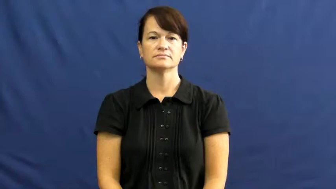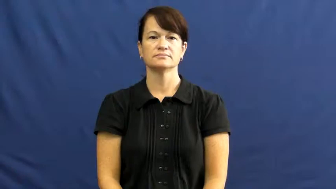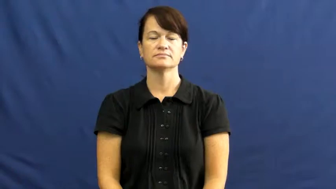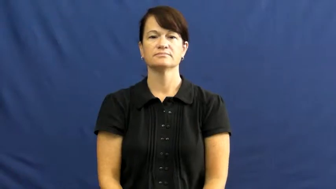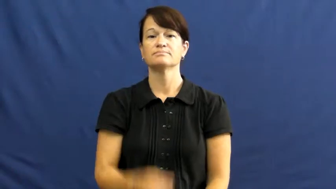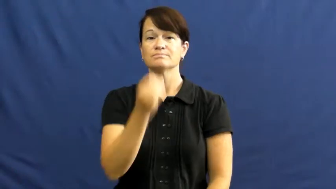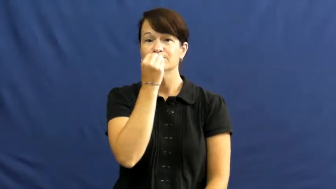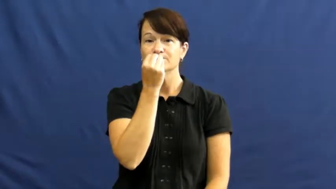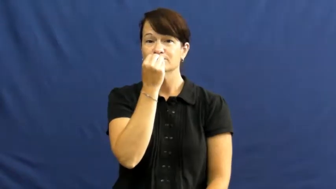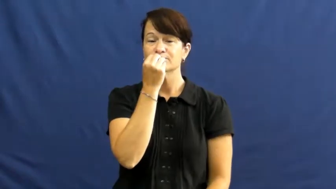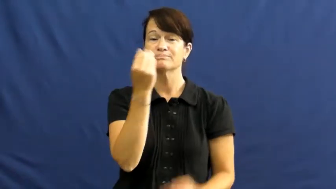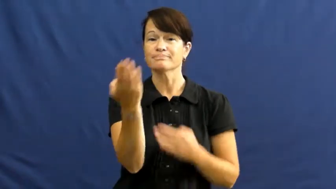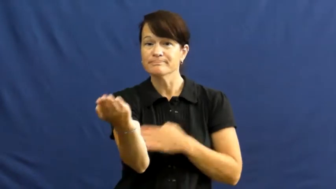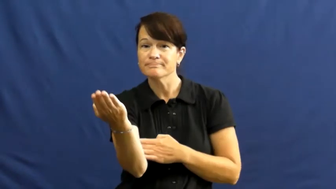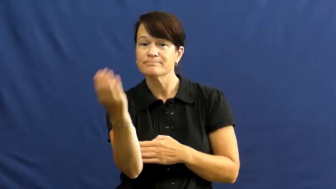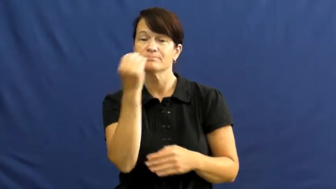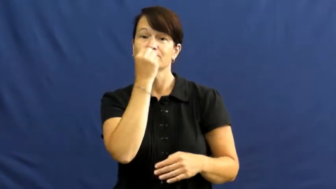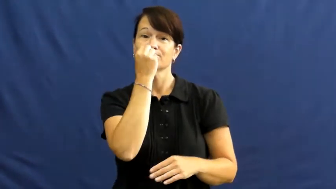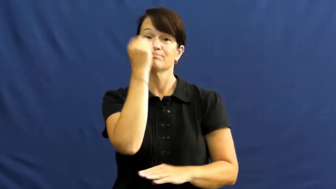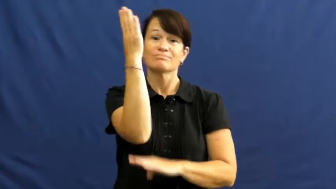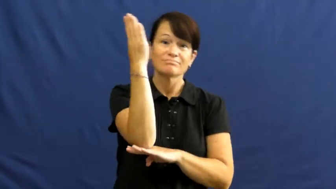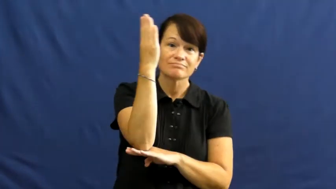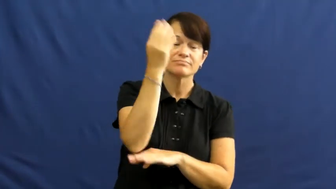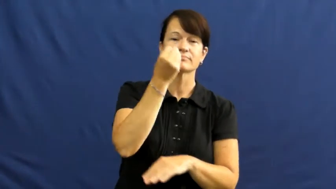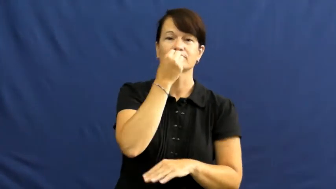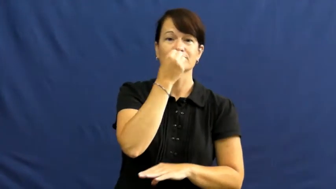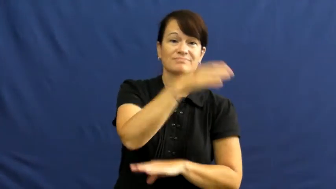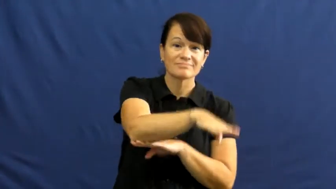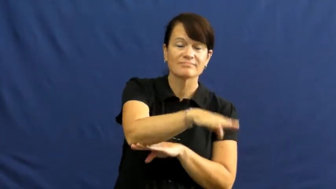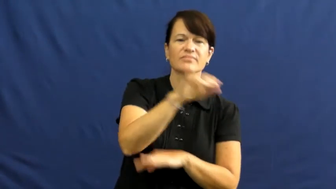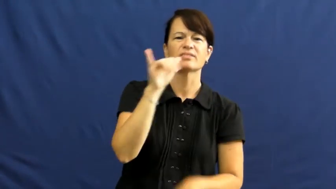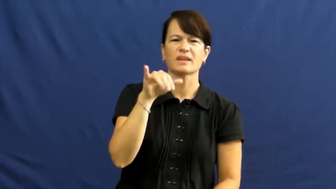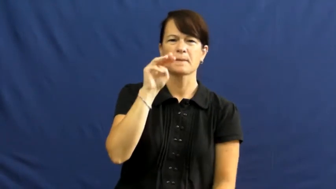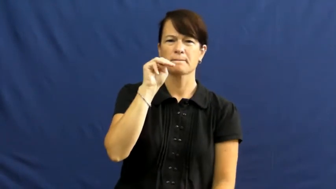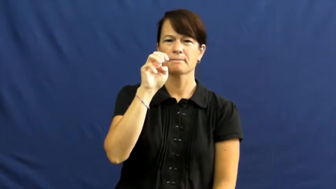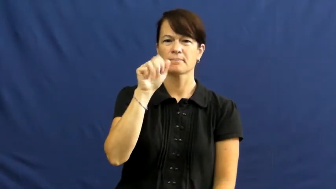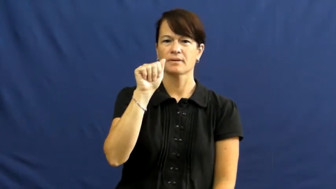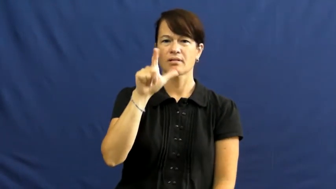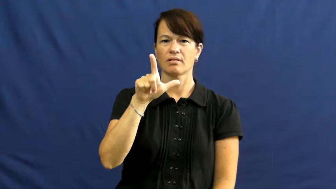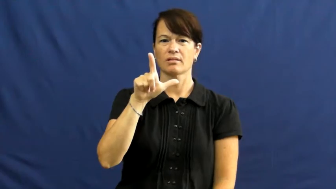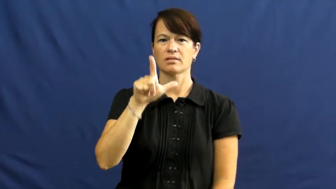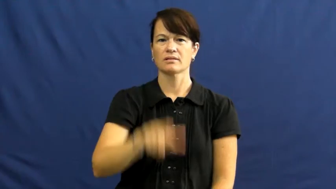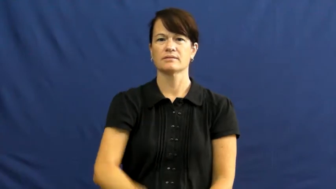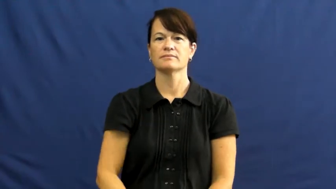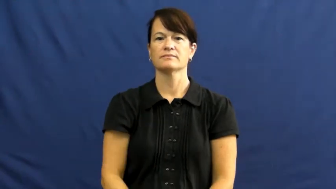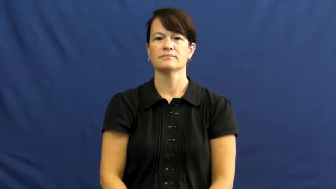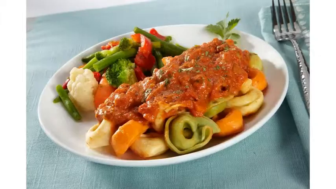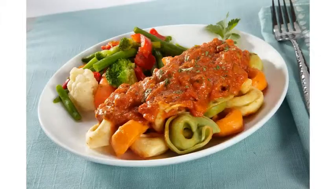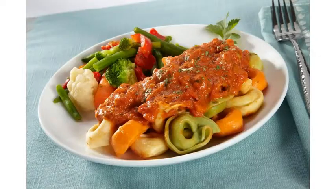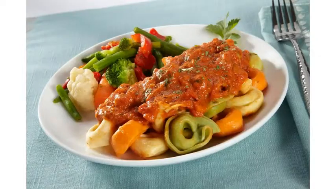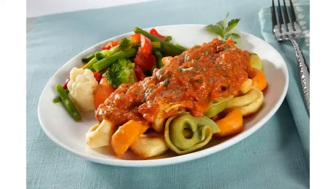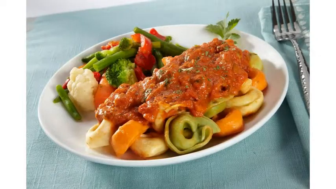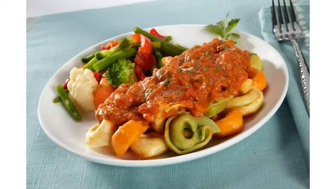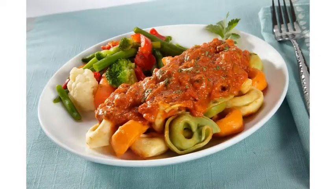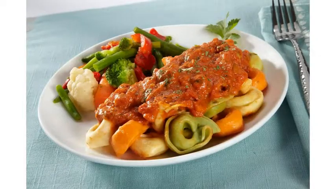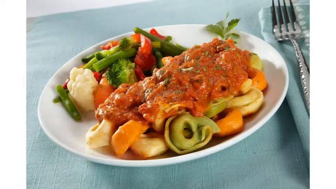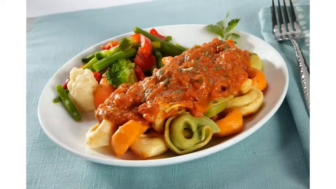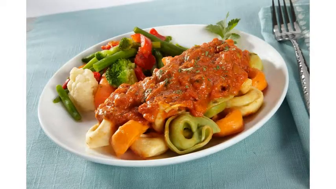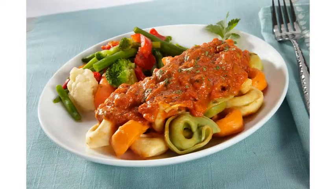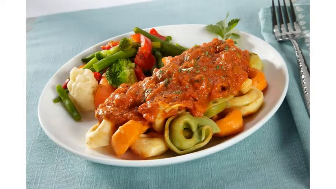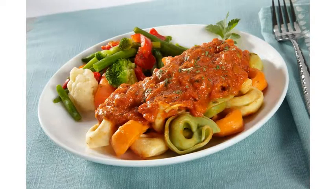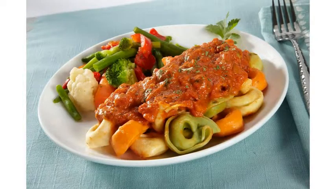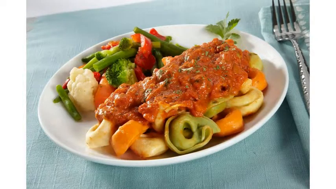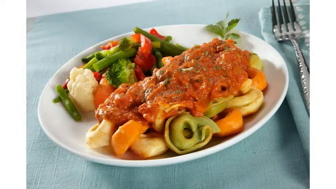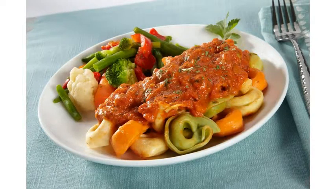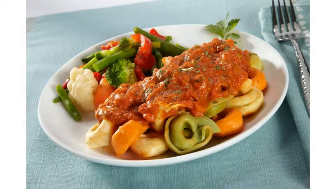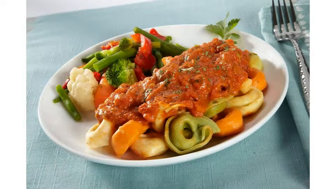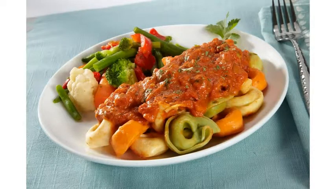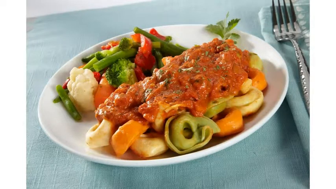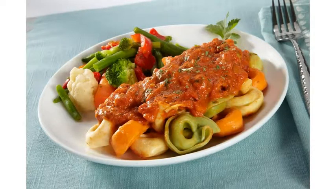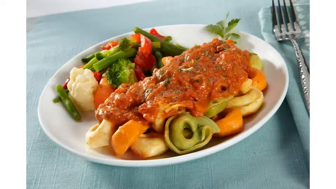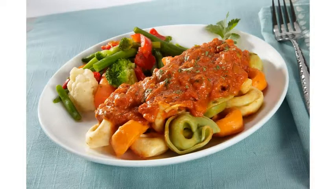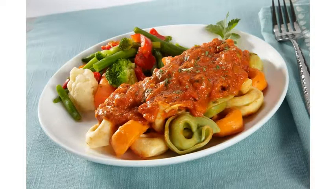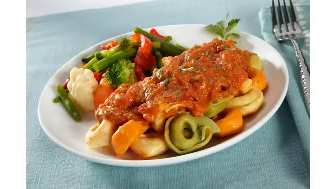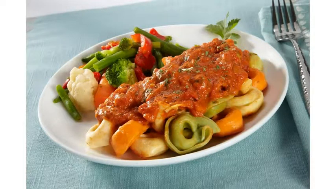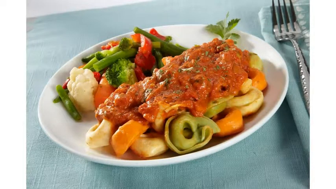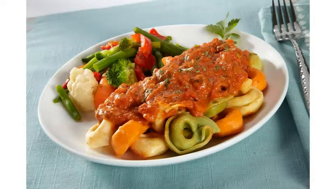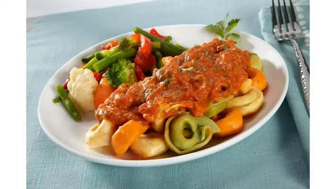meal,repast- food